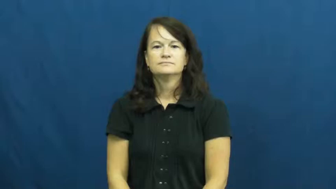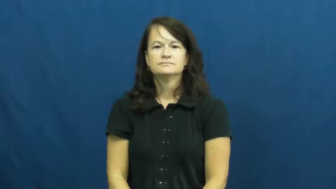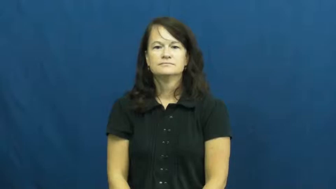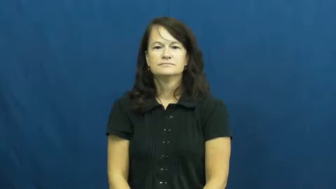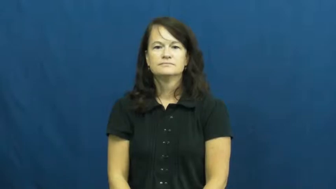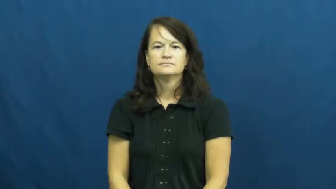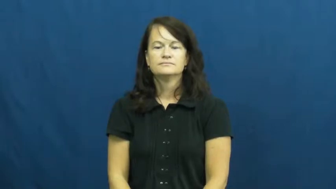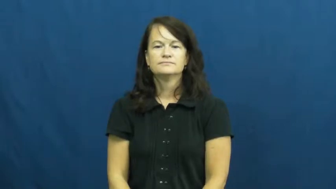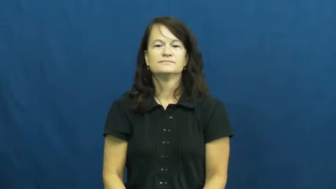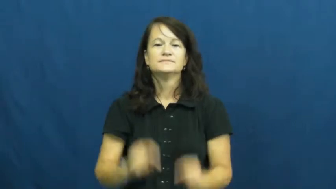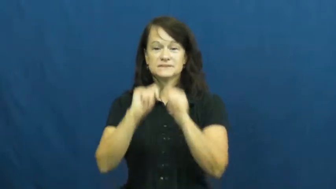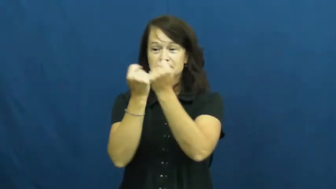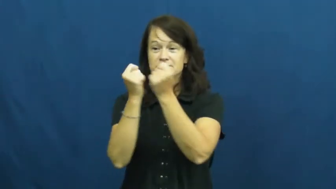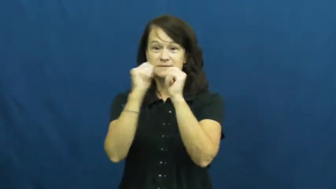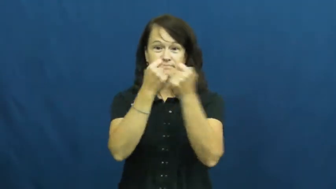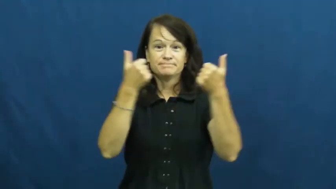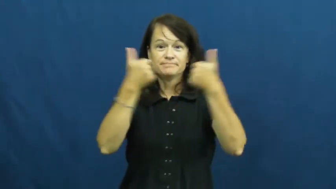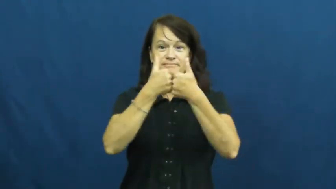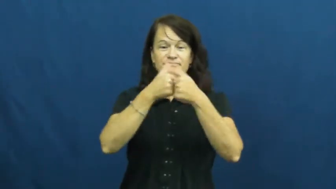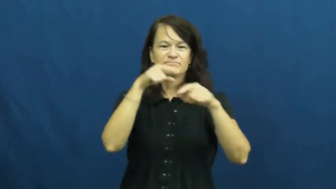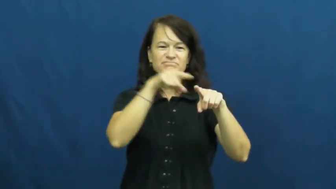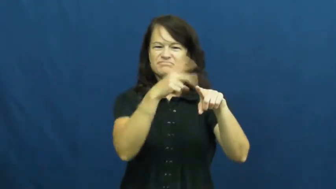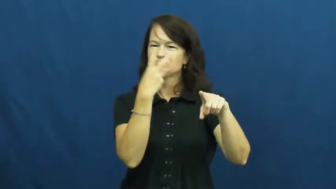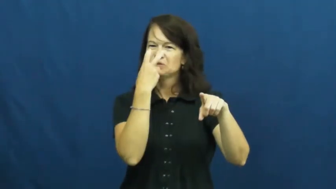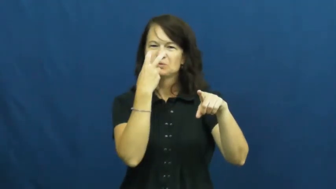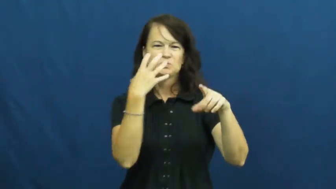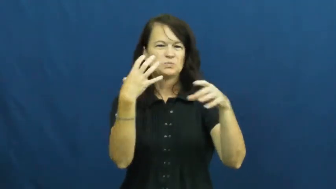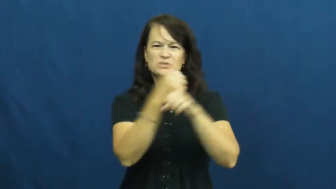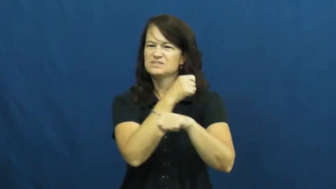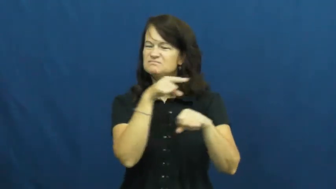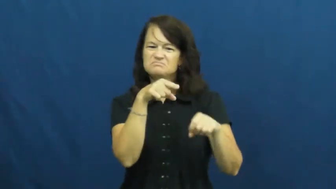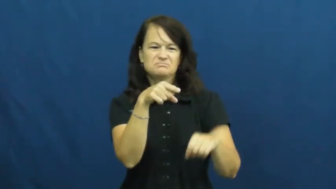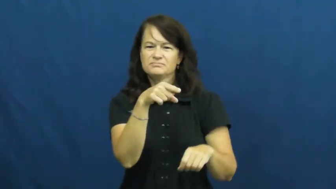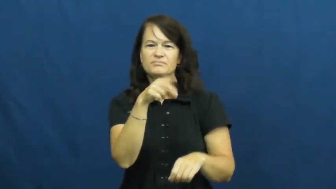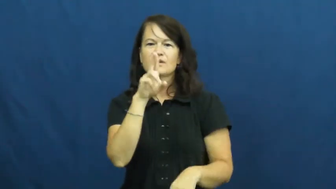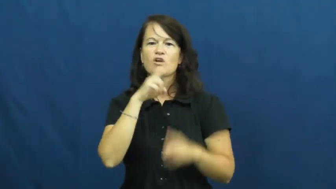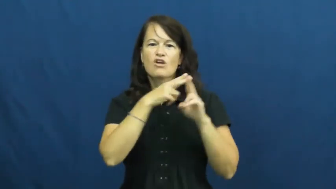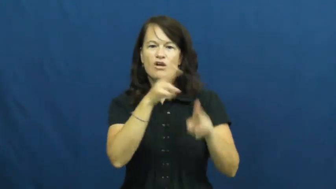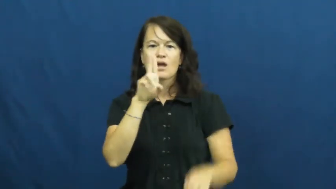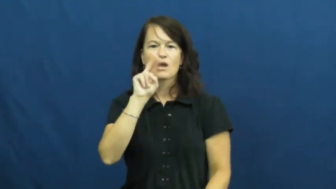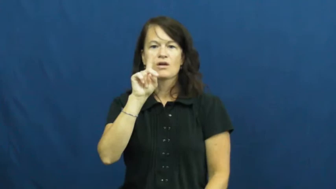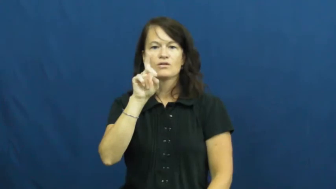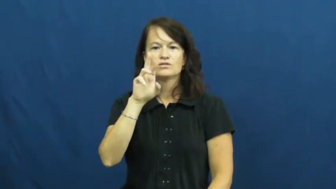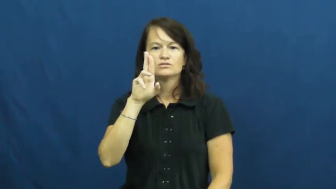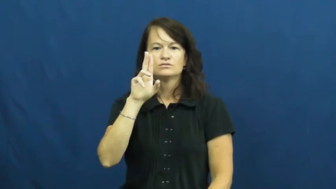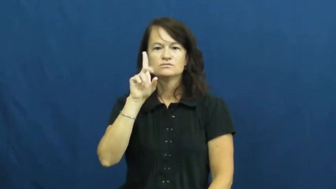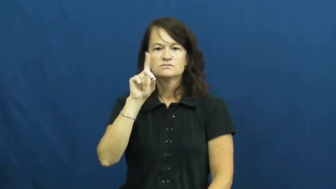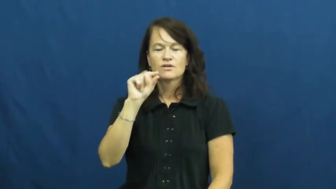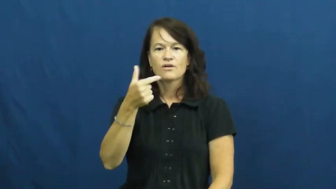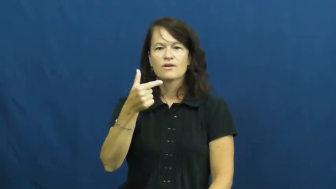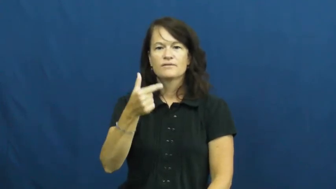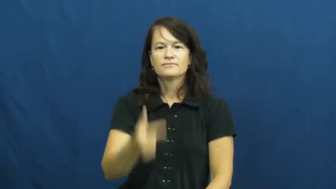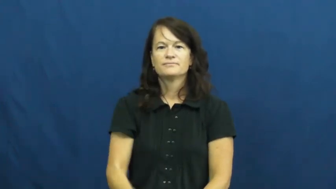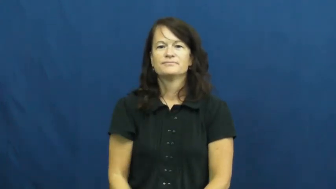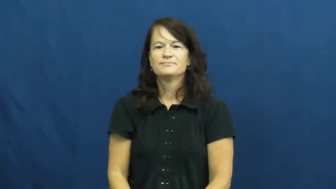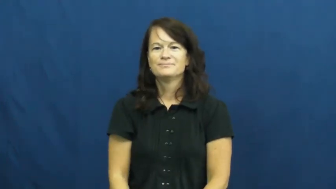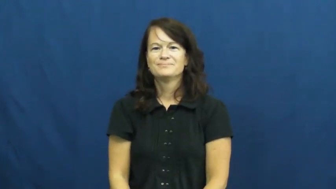underdog,cinderella,dark horse